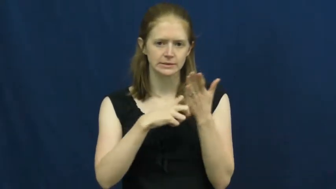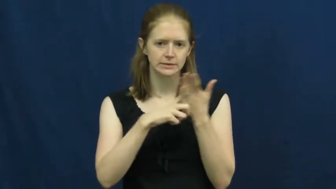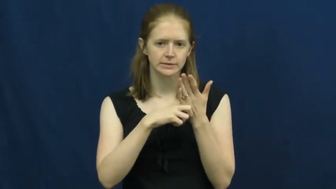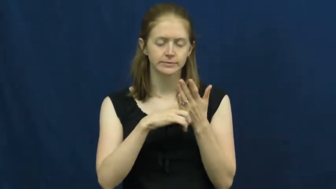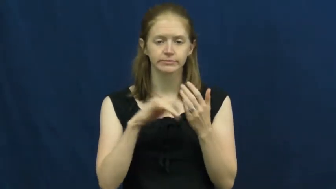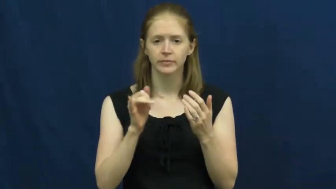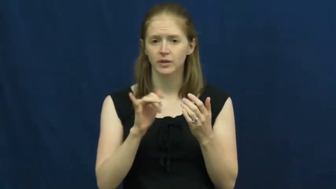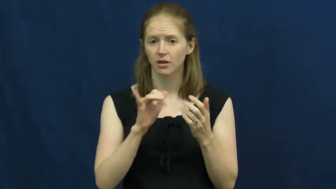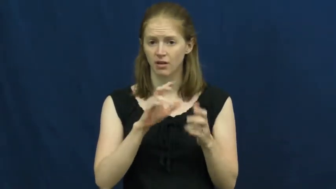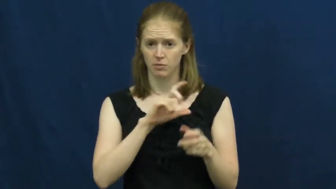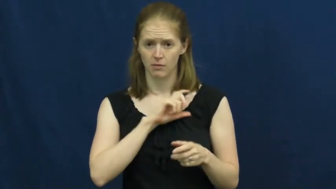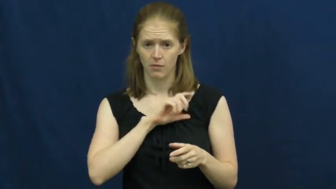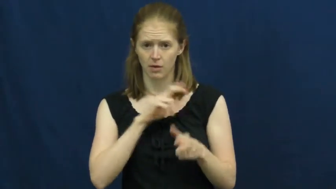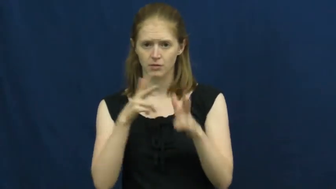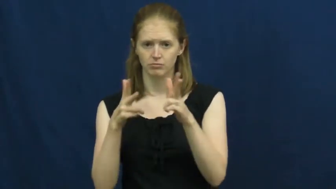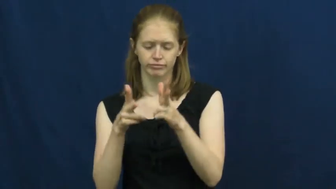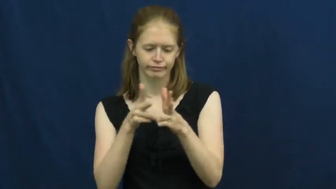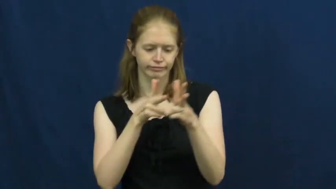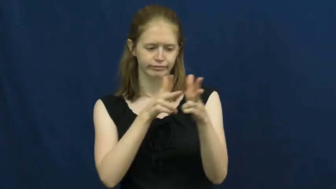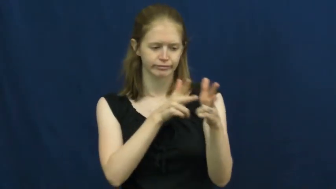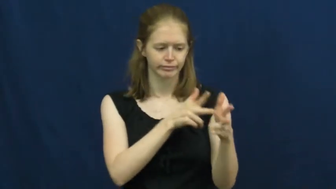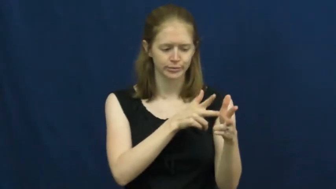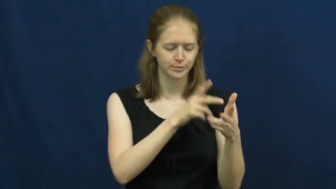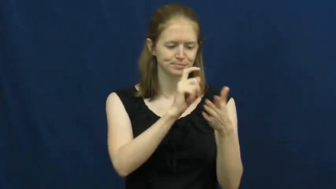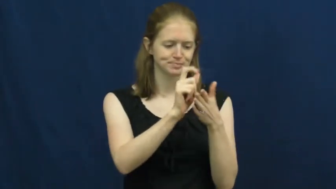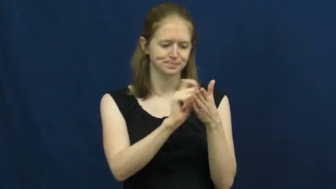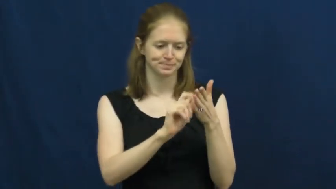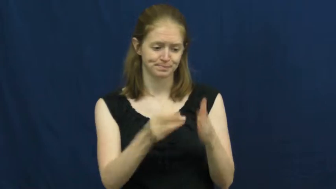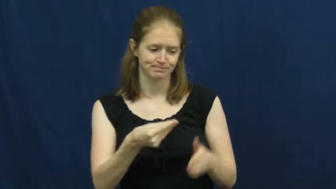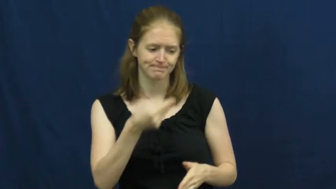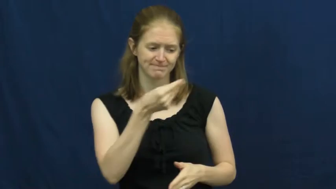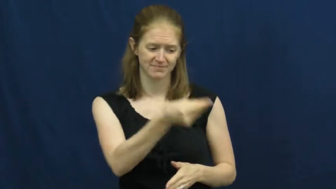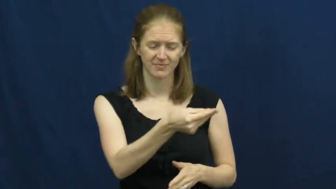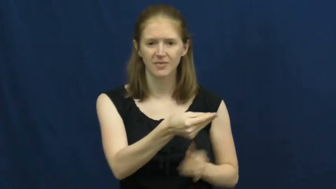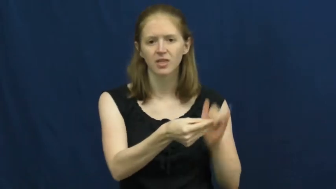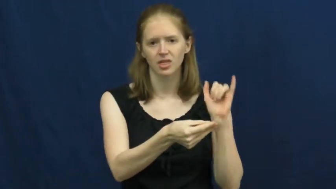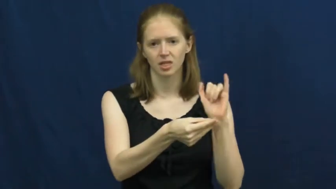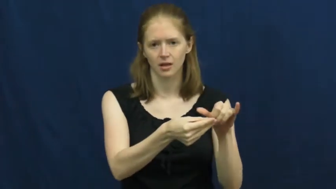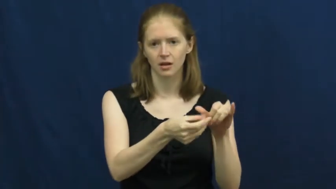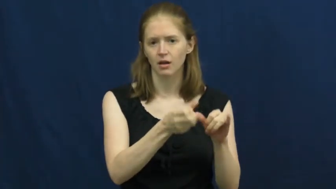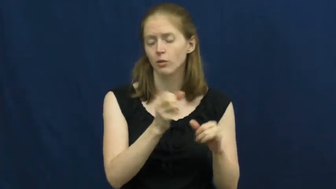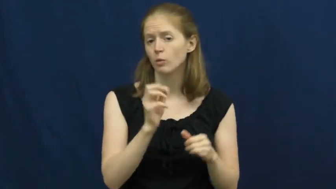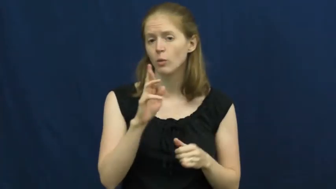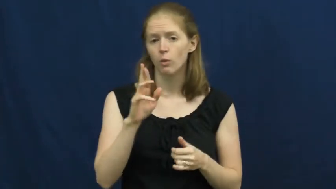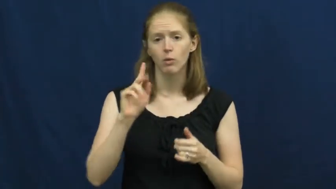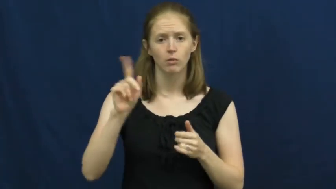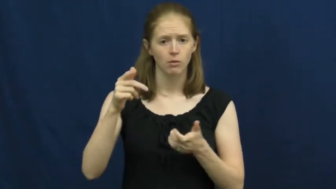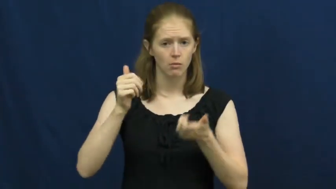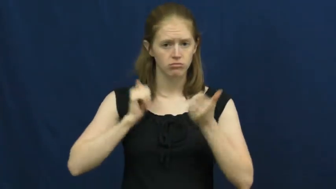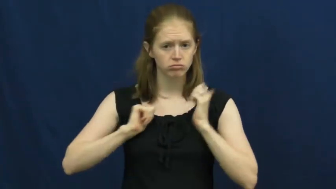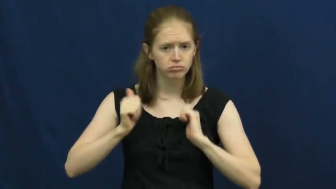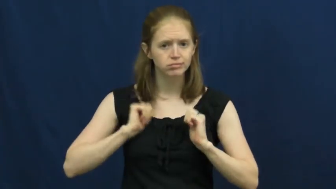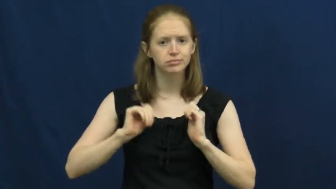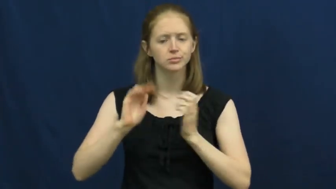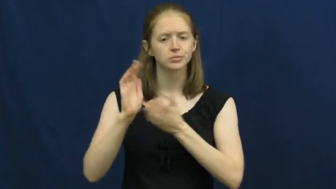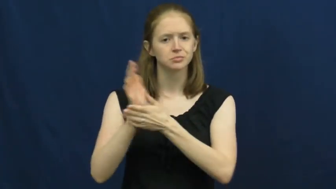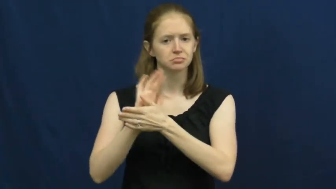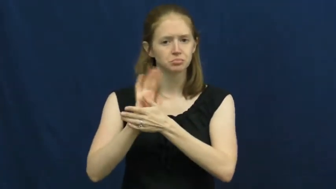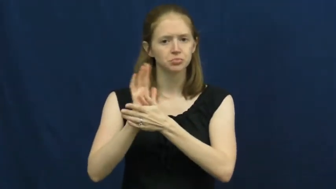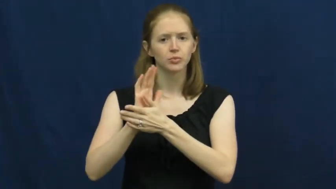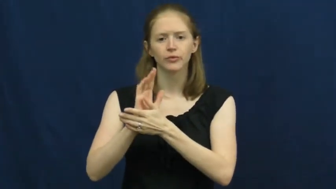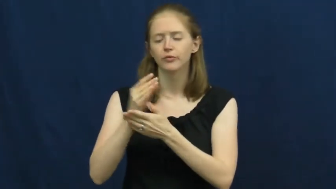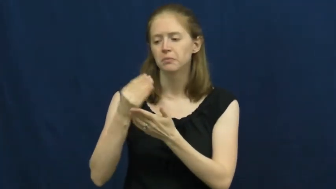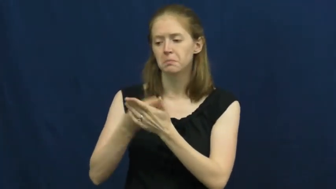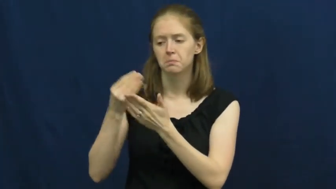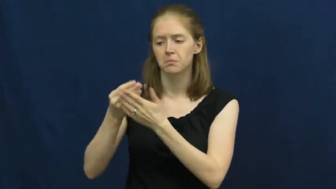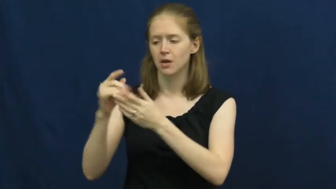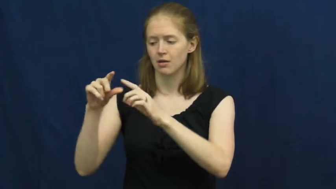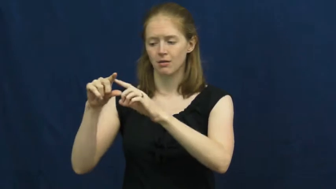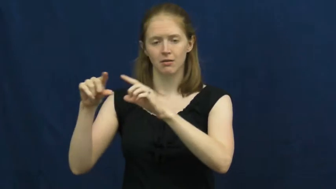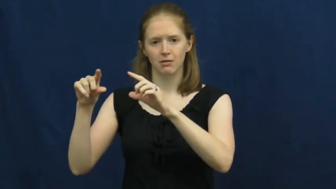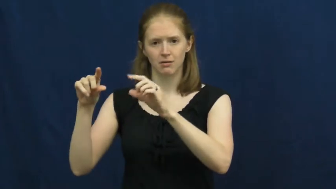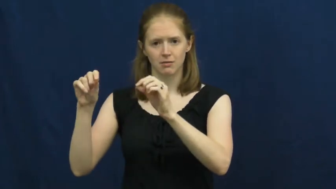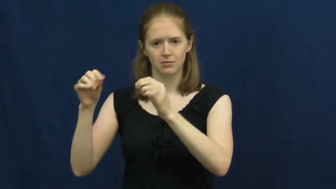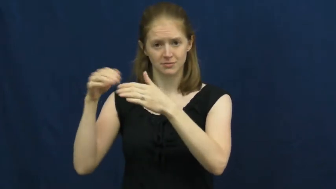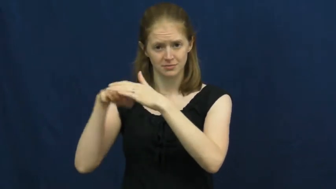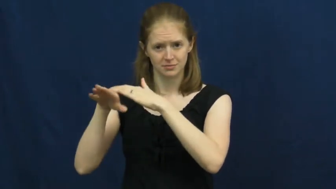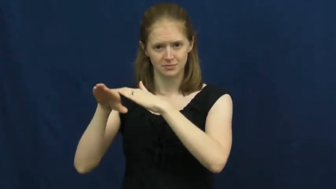ticket